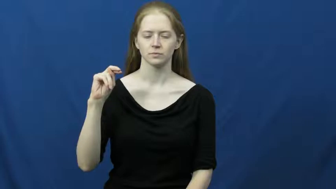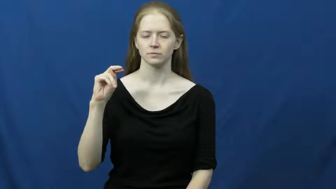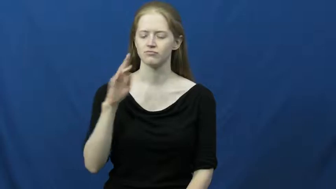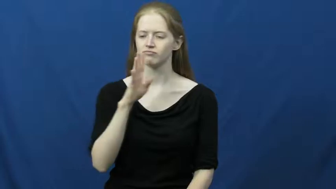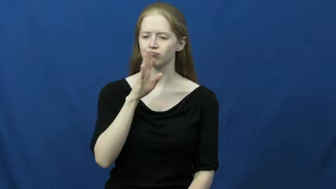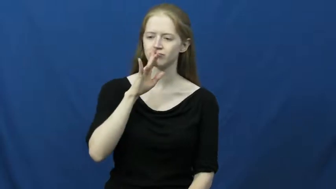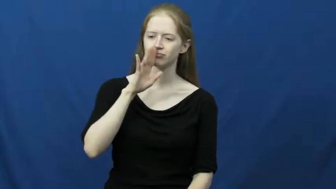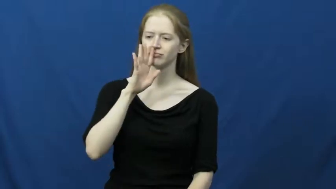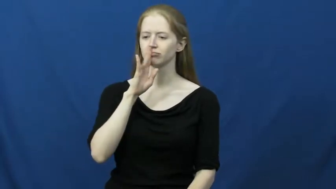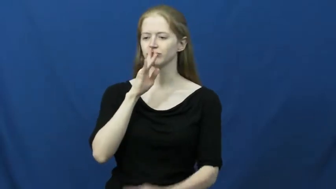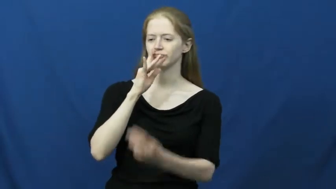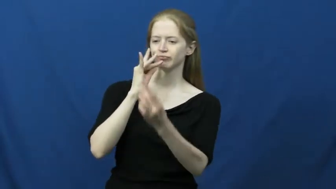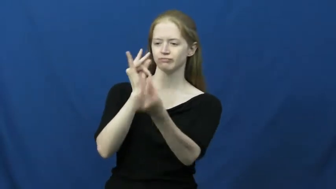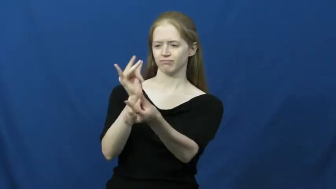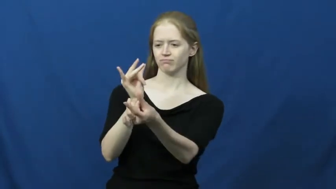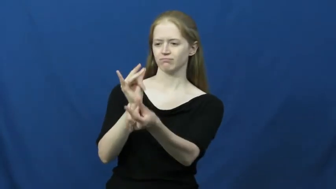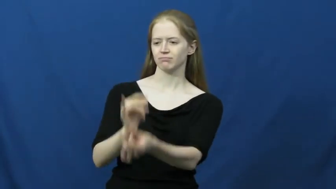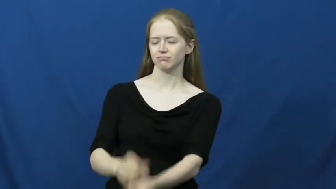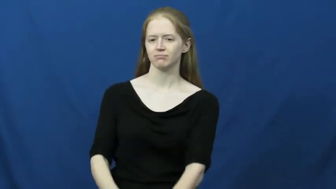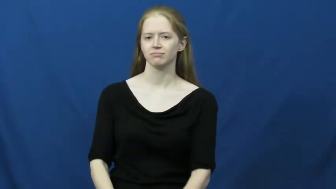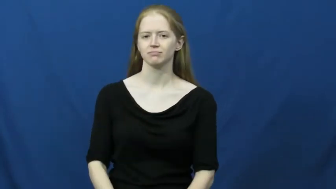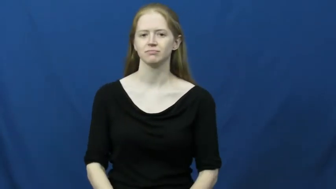fluent